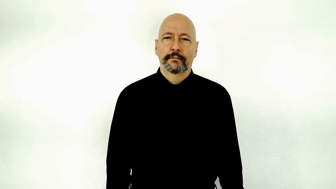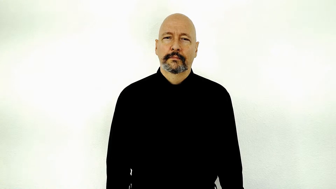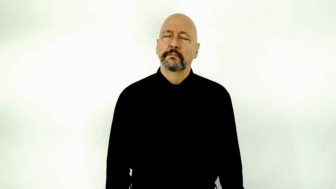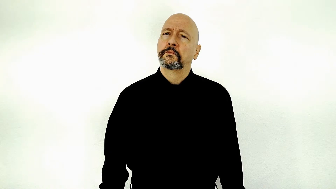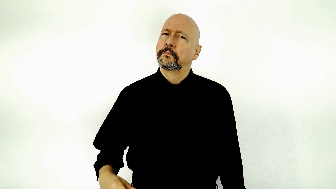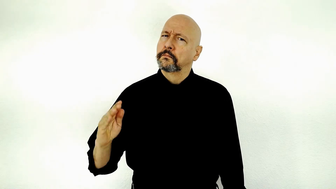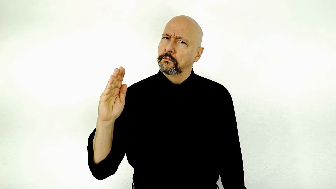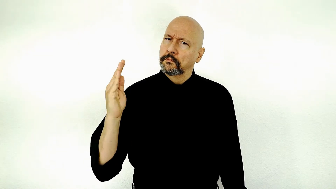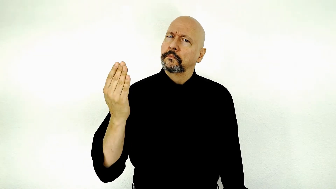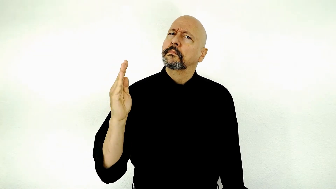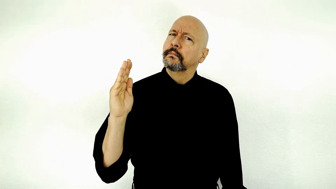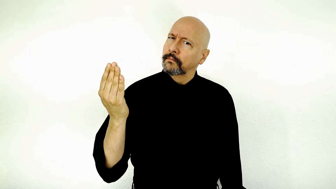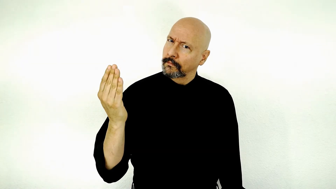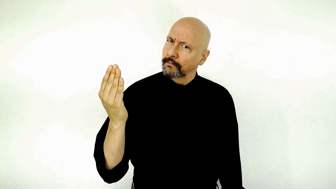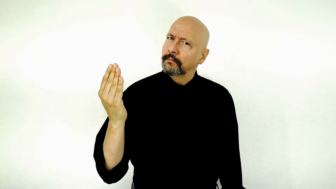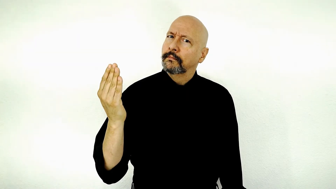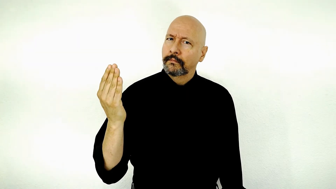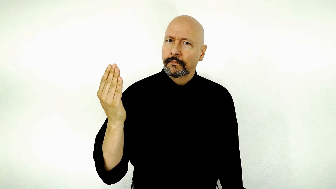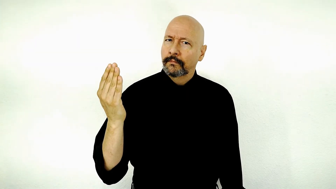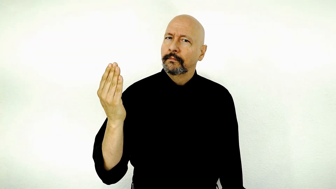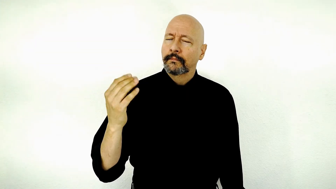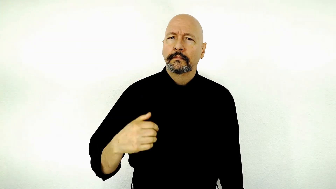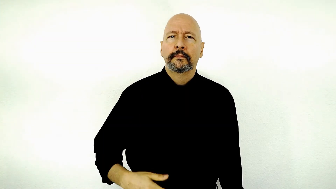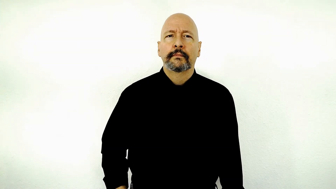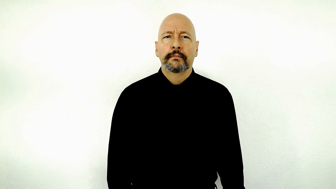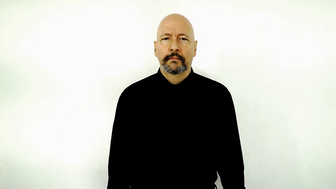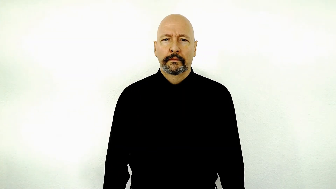SEEM-[2-movement-version] / apparently